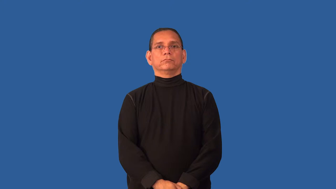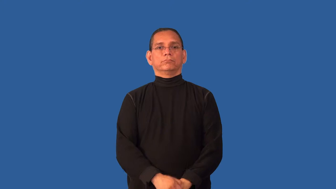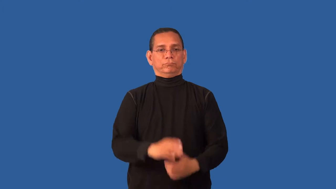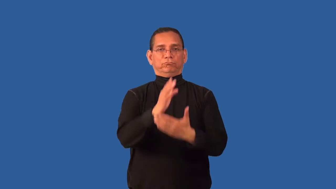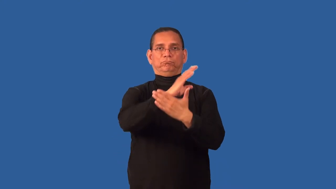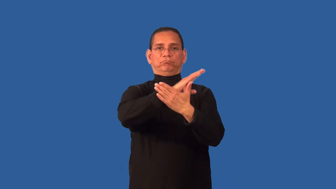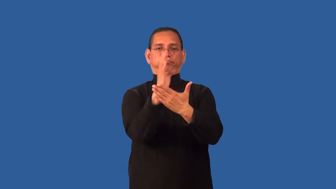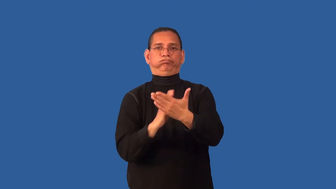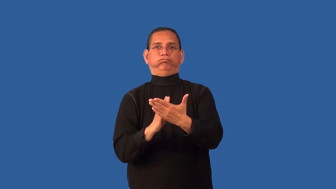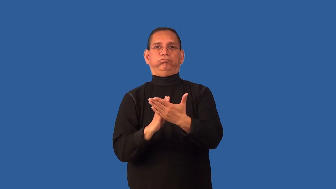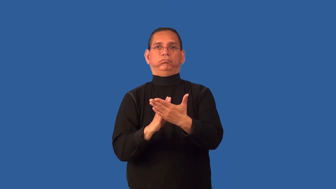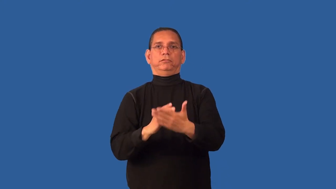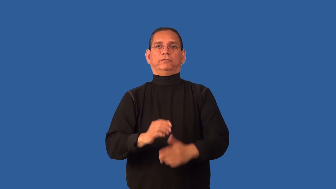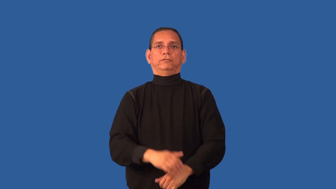crevice,cranny,crack,fissure